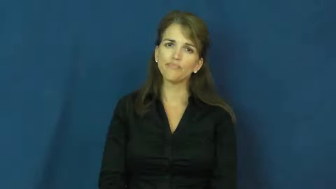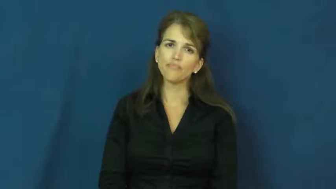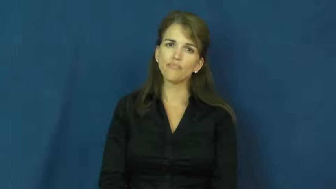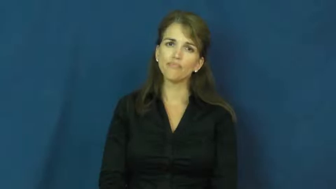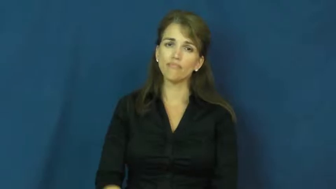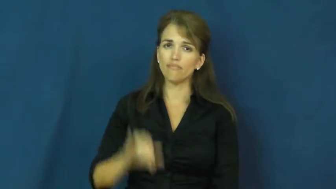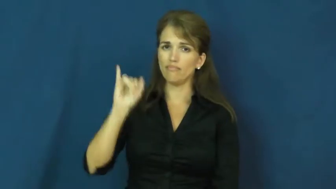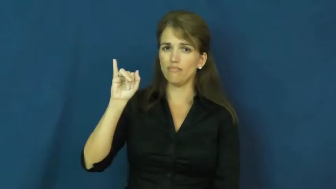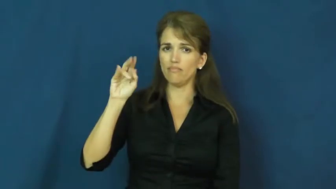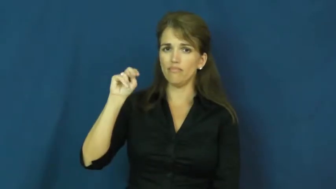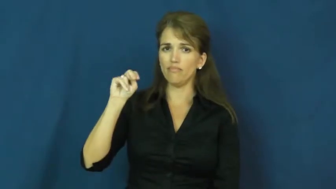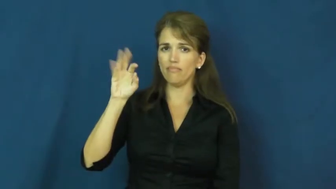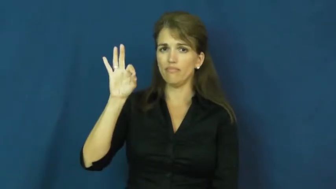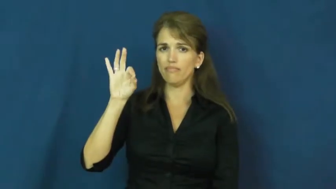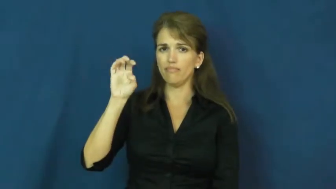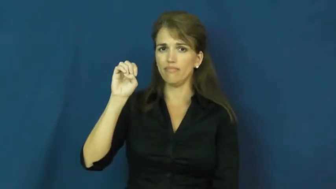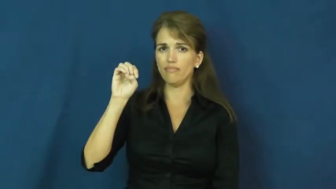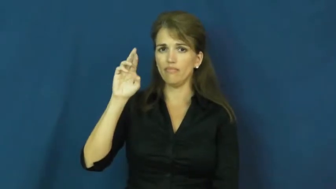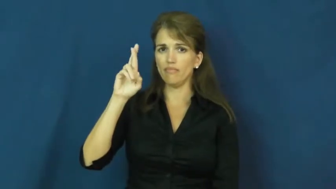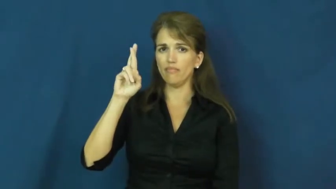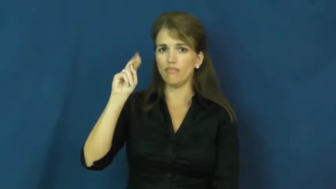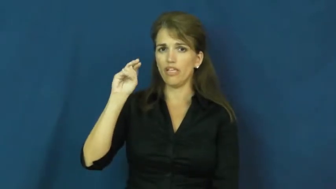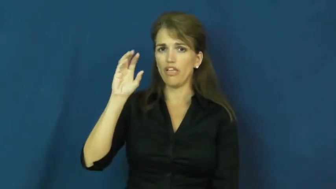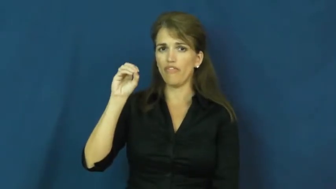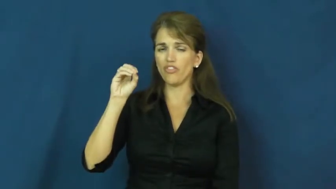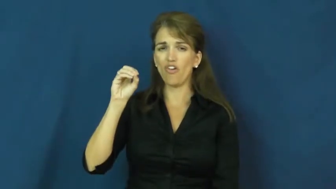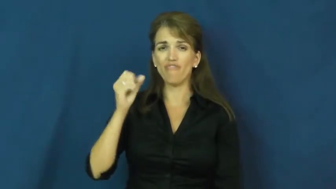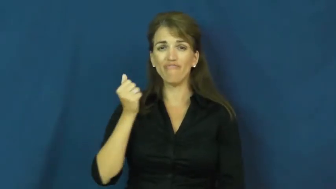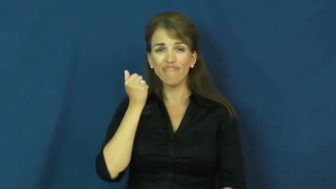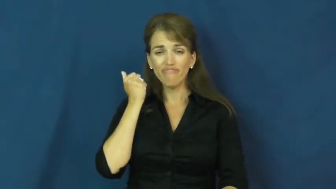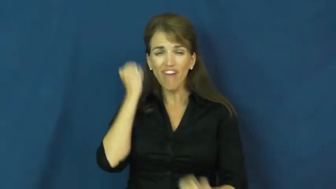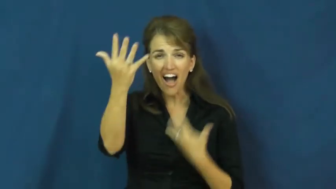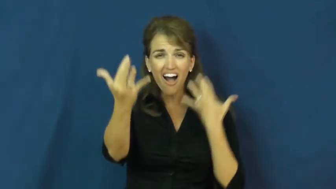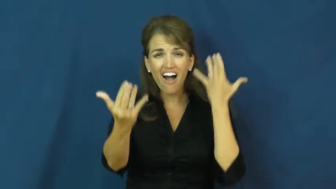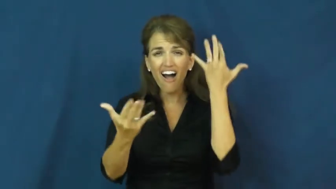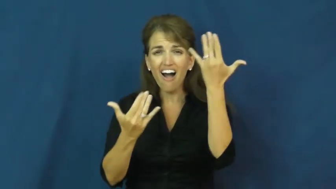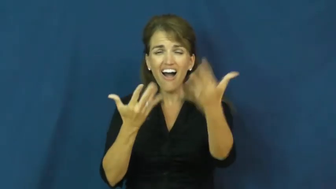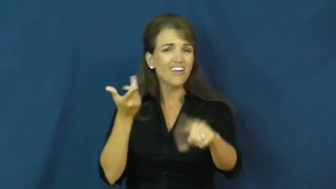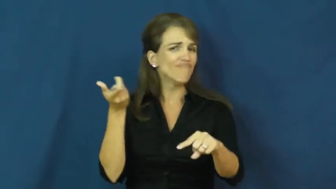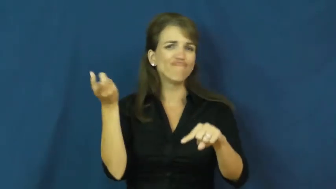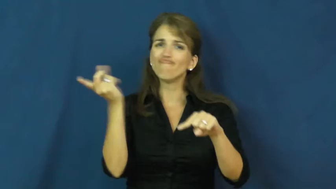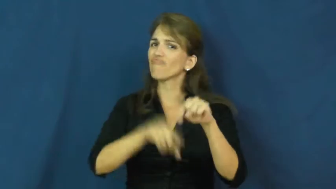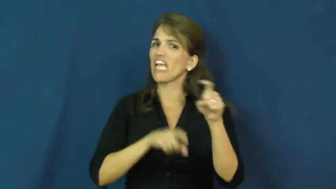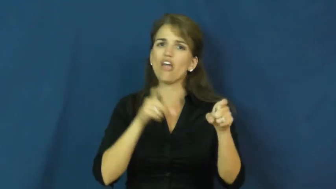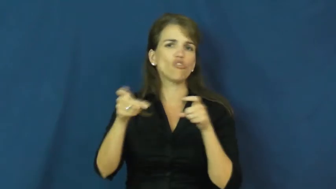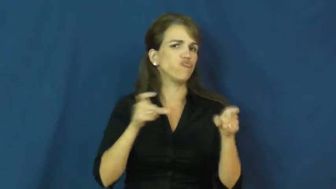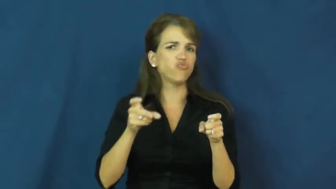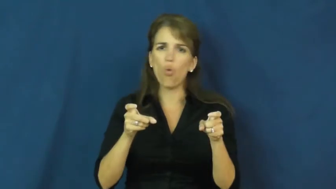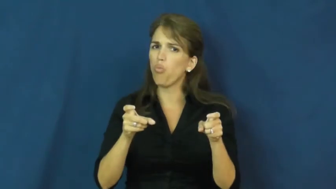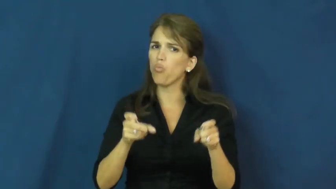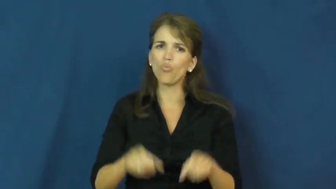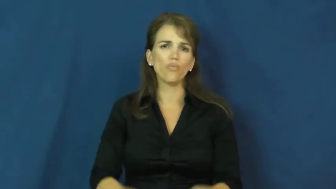inferno